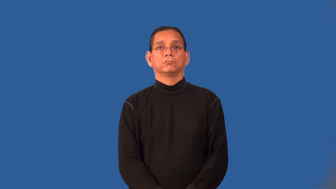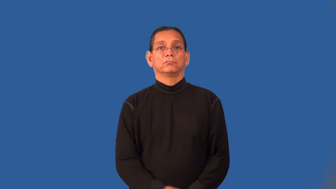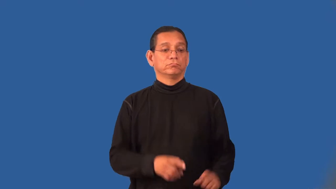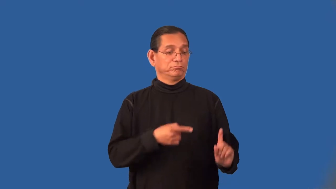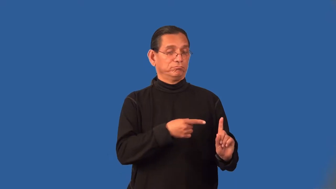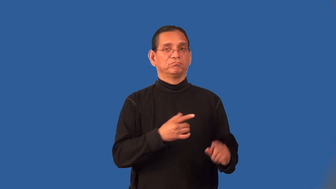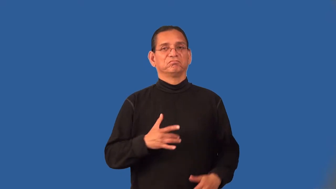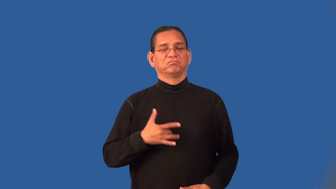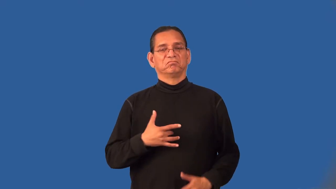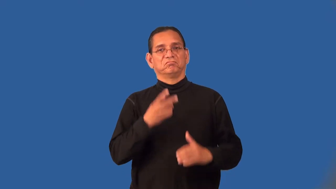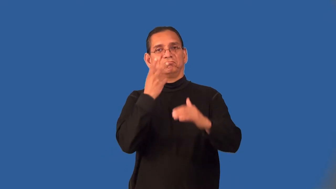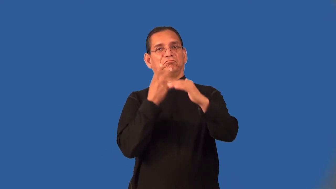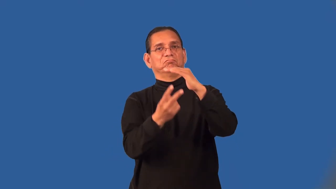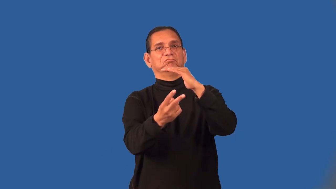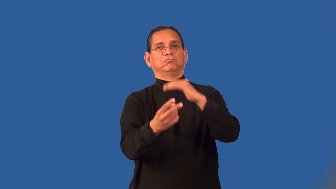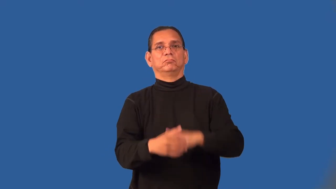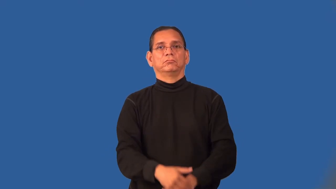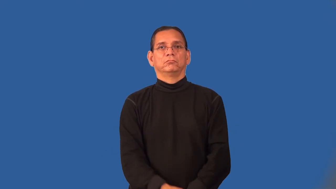predictor,prognosticator